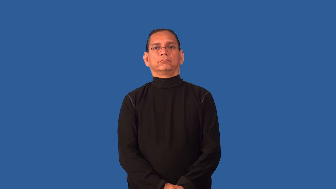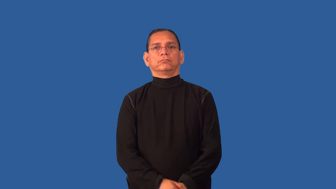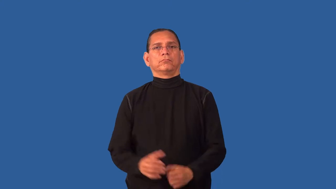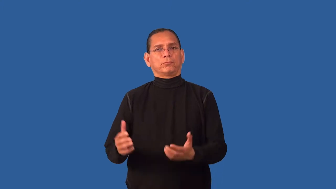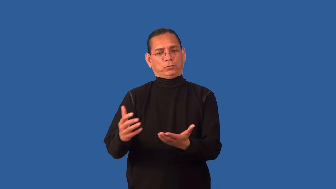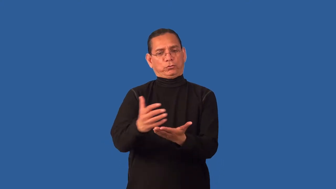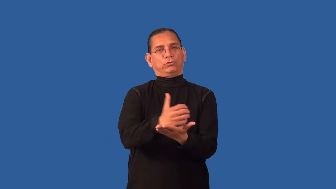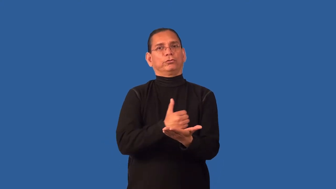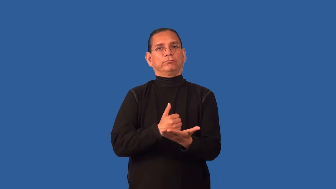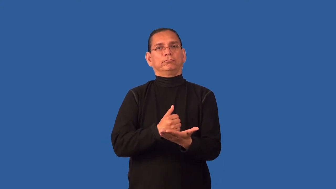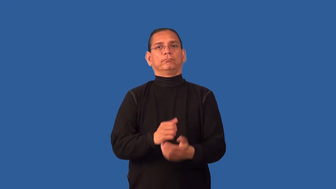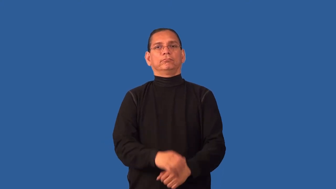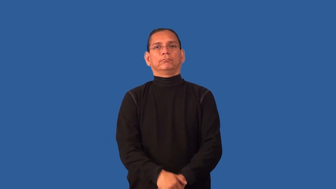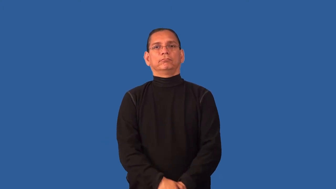revenue